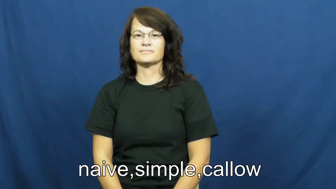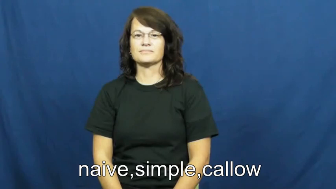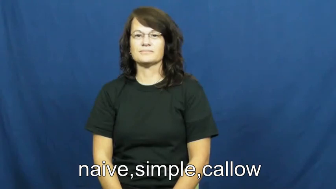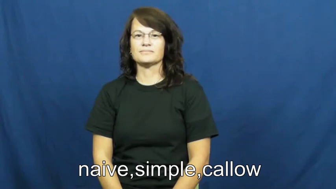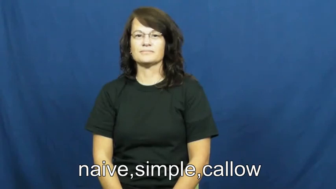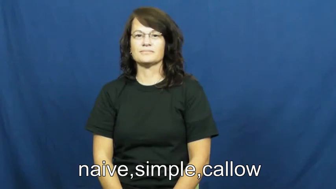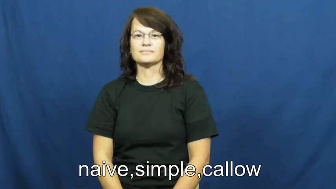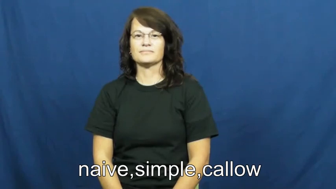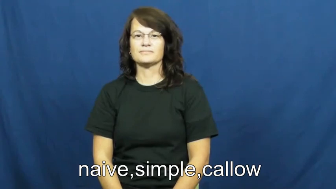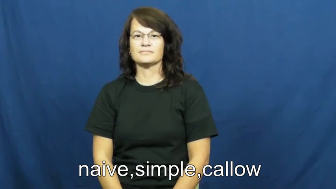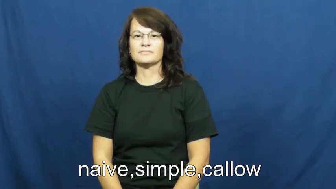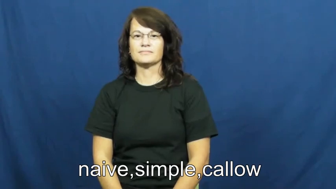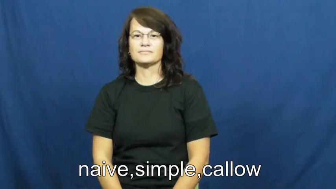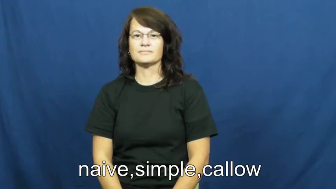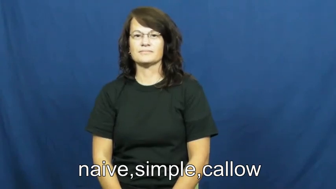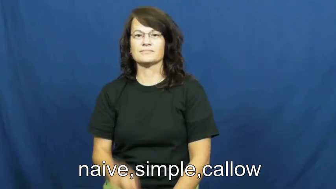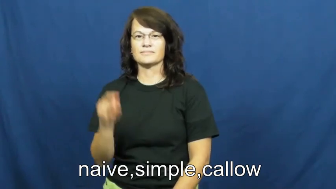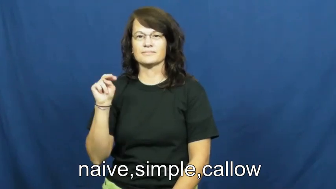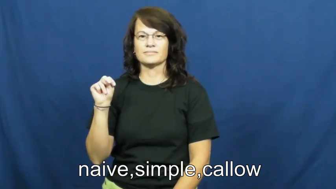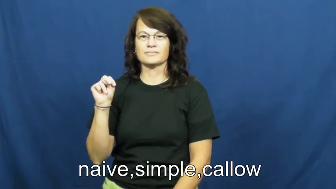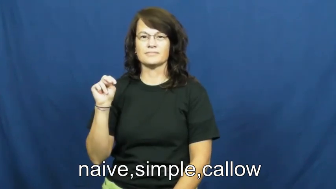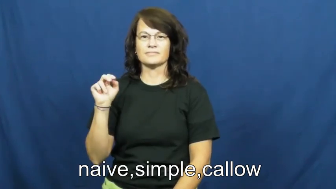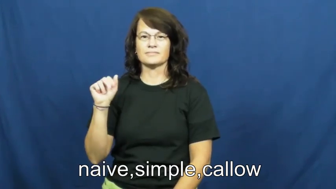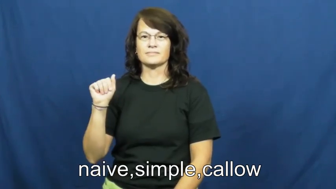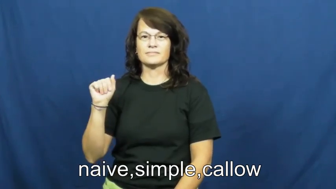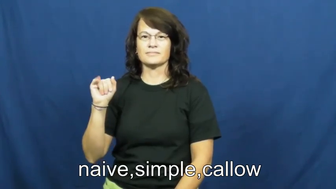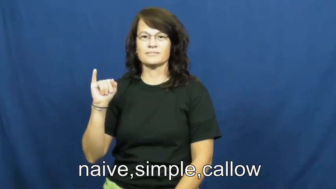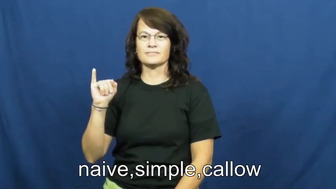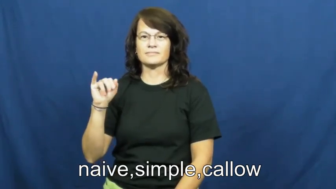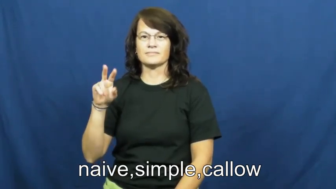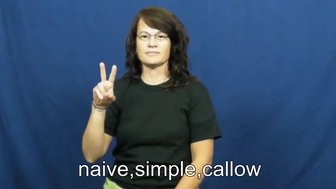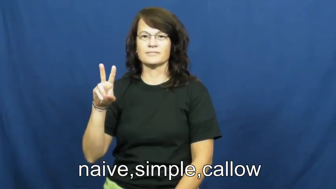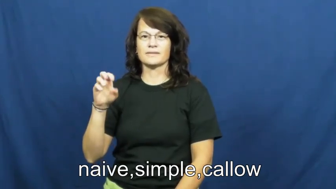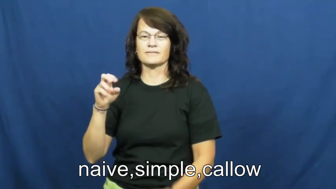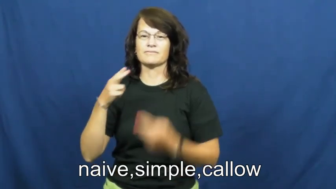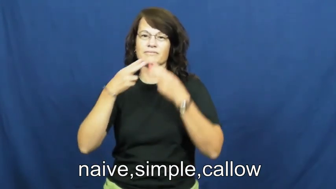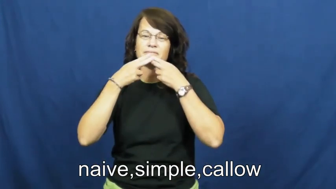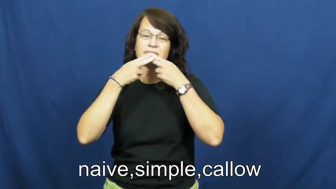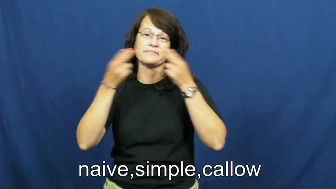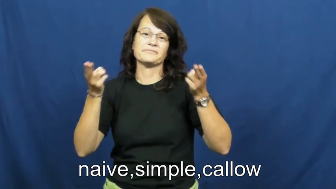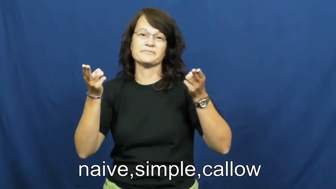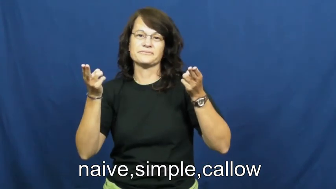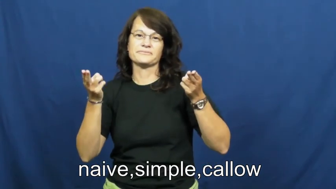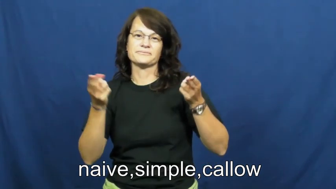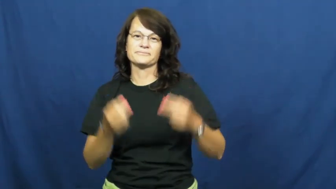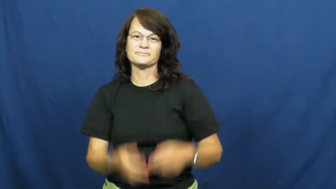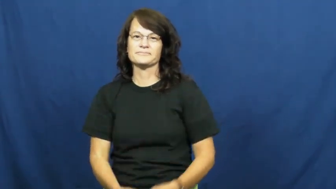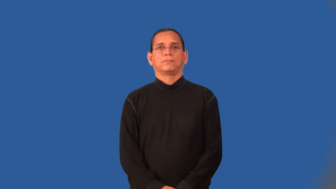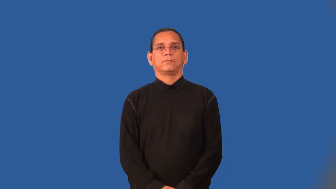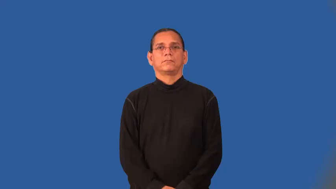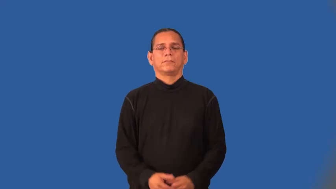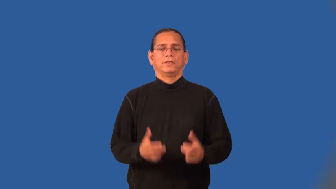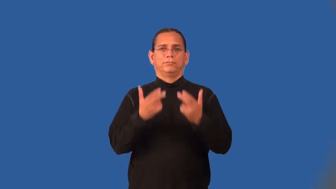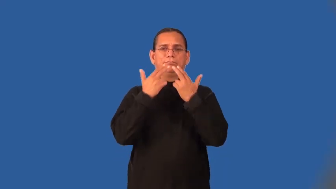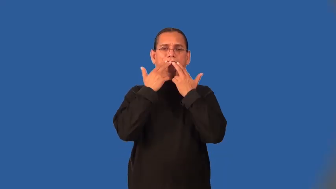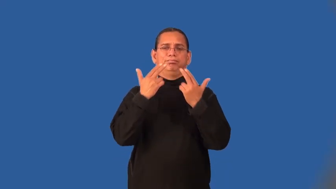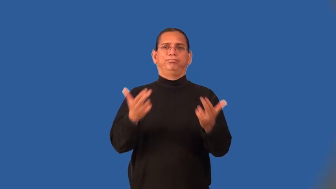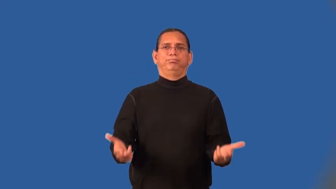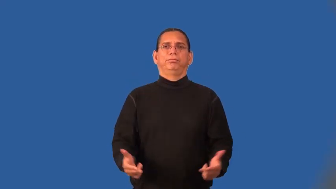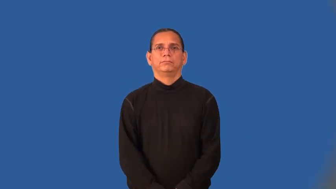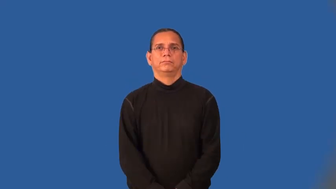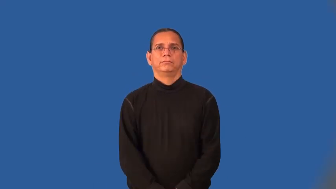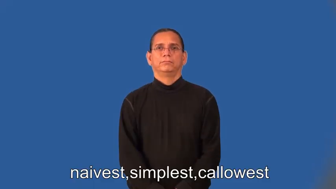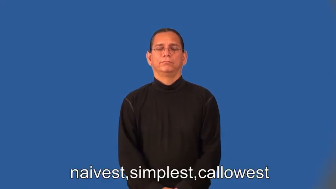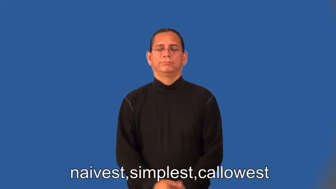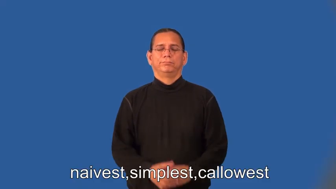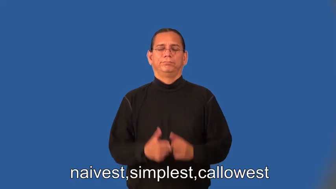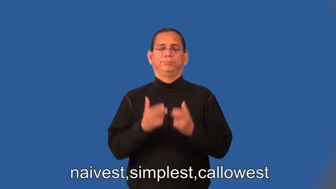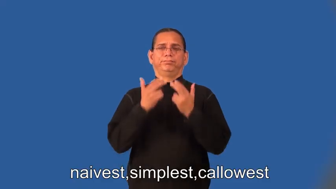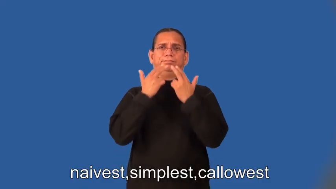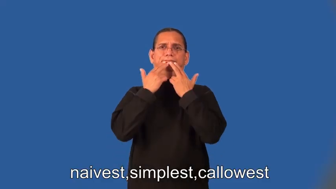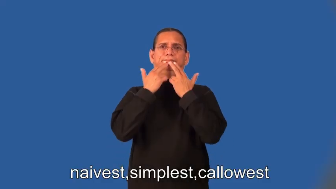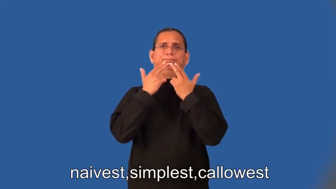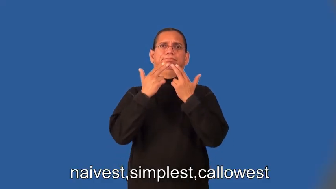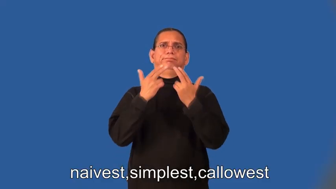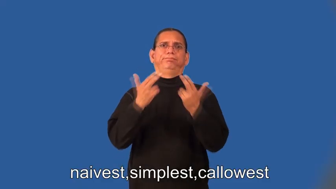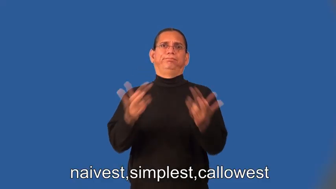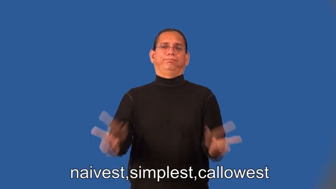naiver,simpler,callower,naivest,simplest,callowest